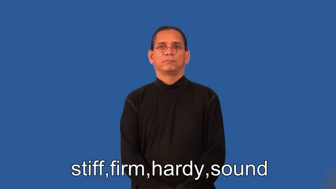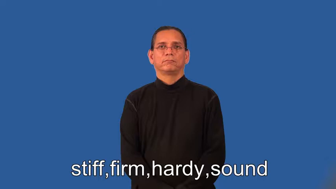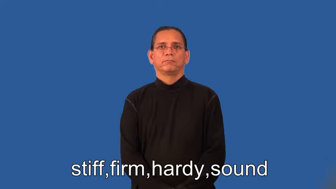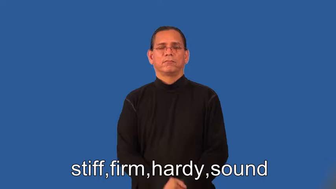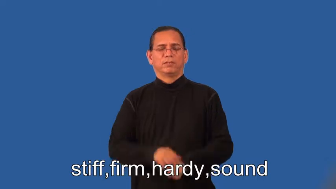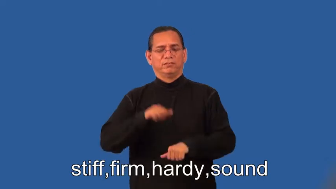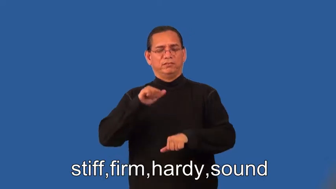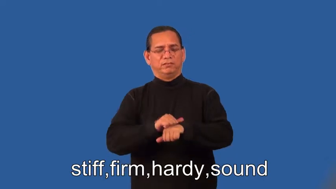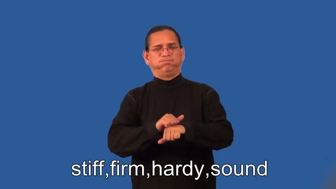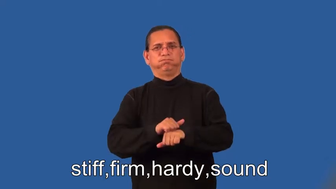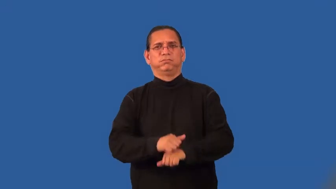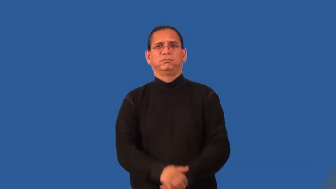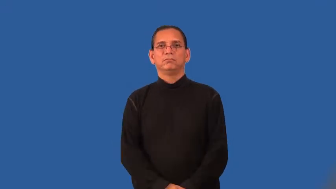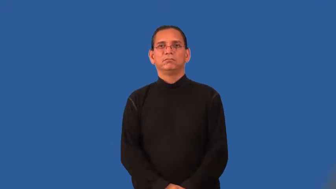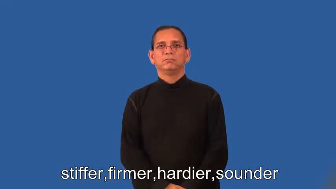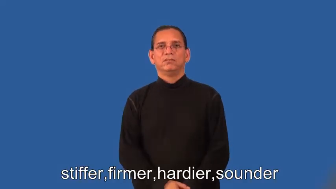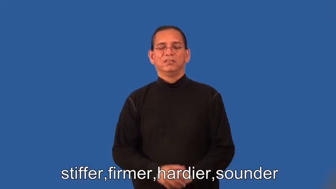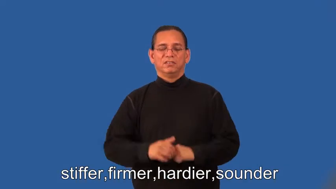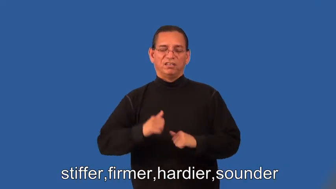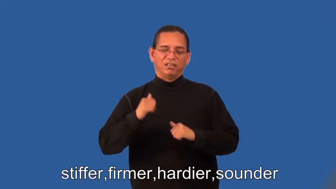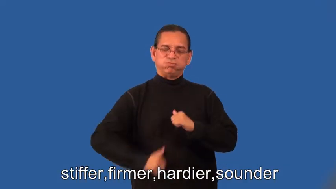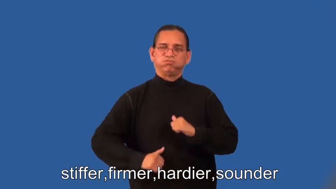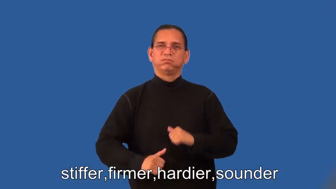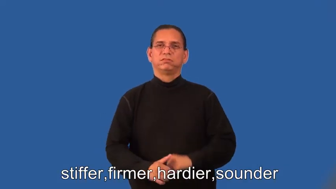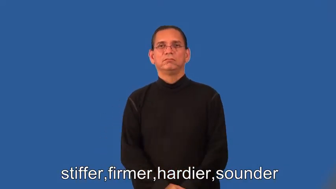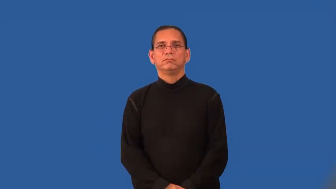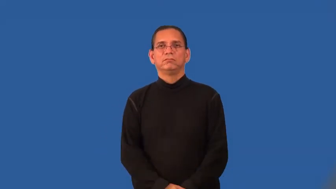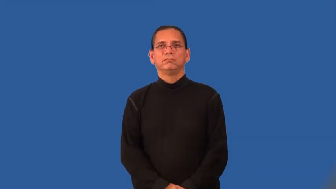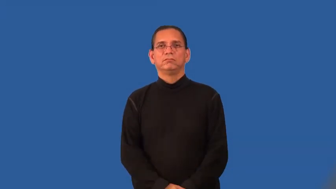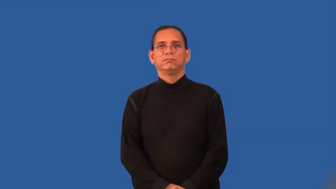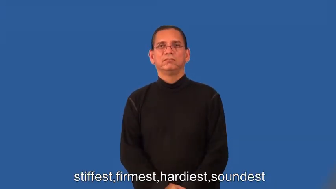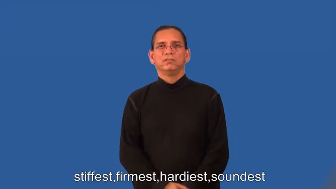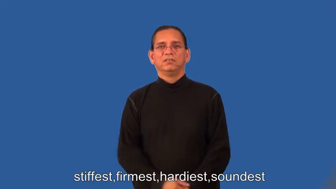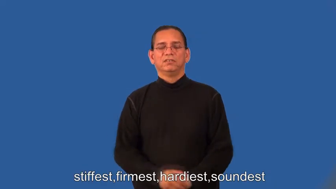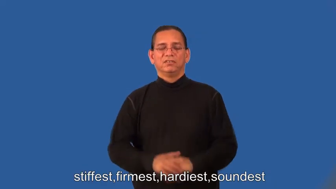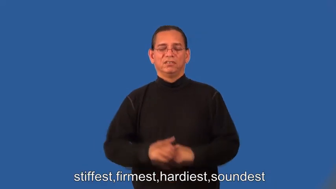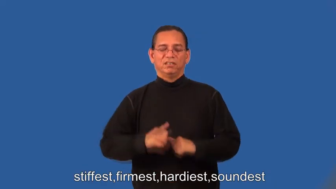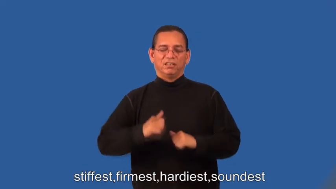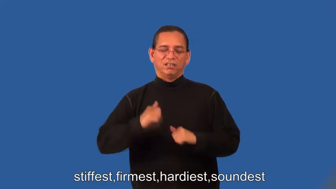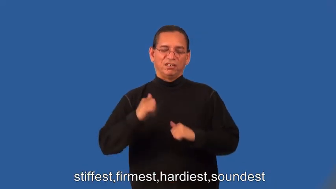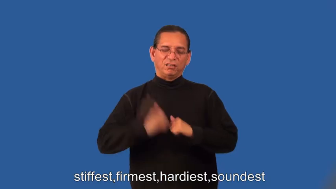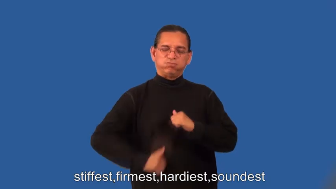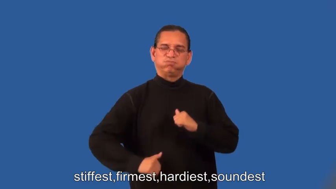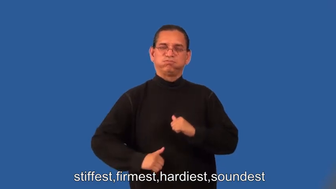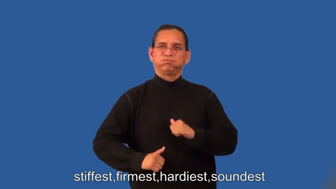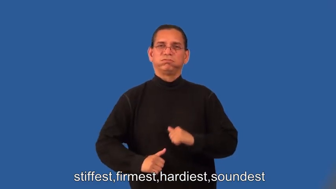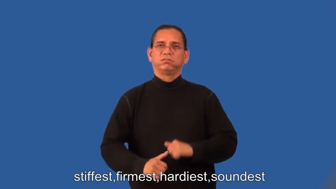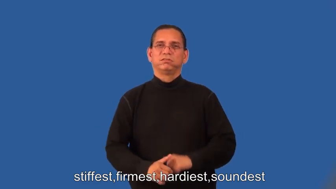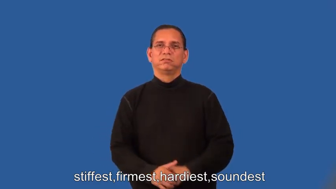stiffer,firmer,hardier,sounder,stiffest,firmest,hardiest,soundest